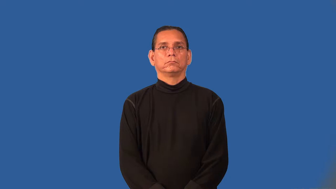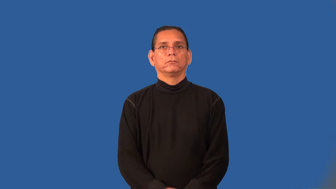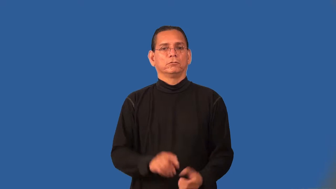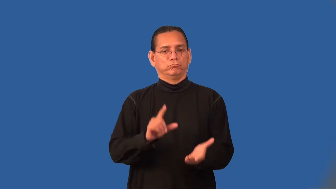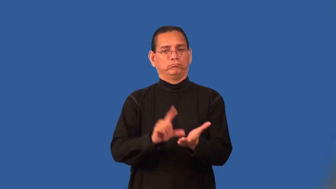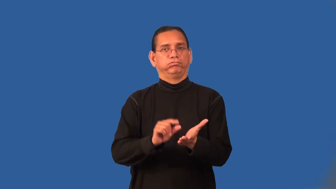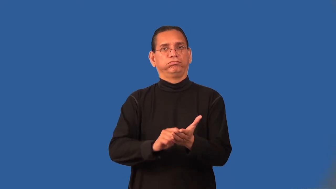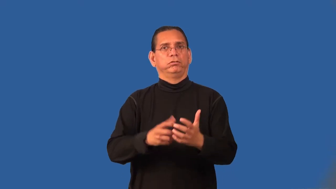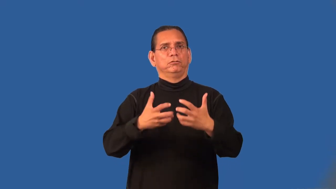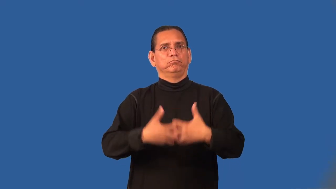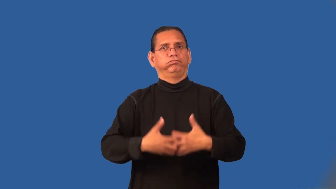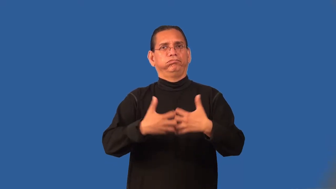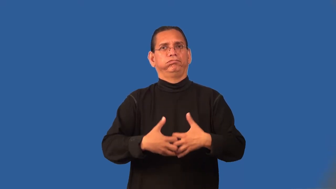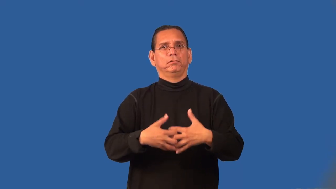printer-machine